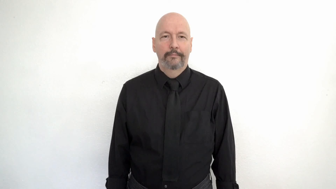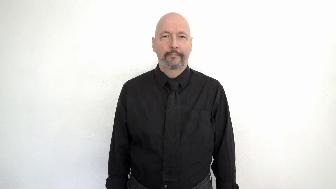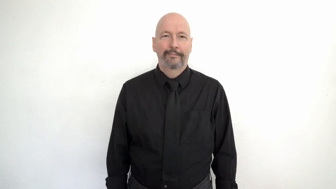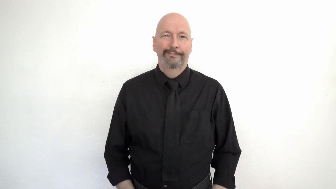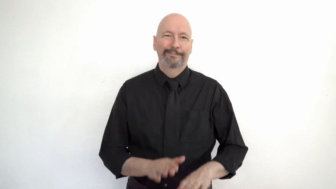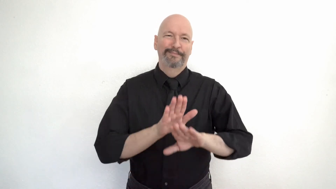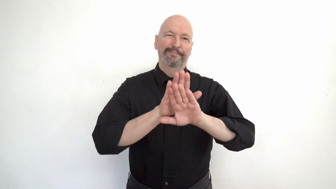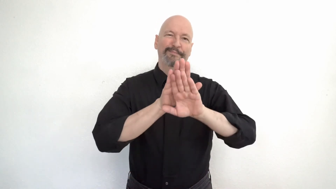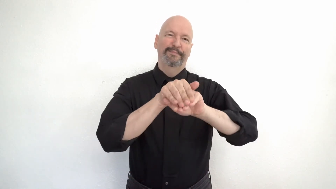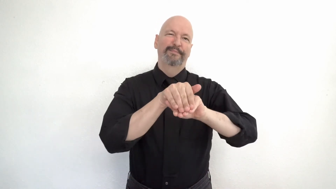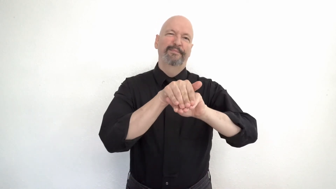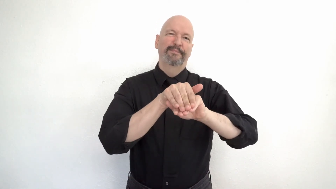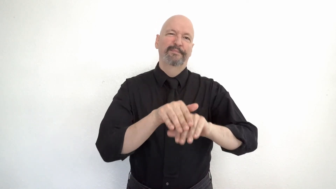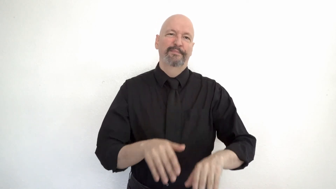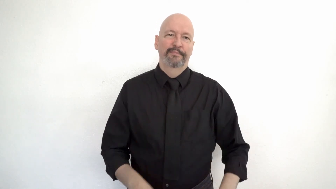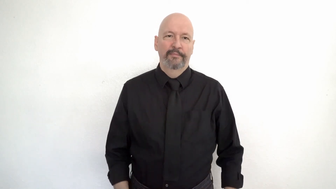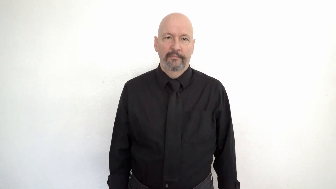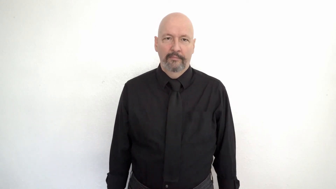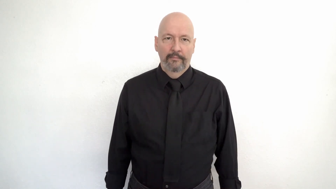HYPOCRITE -[two-faced]